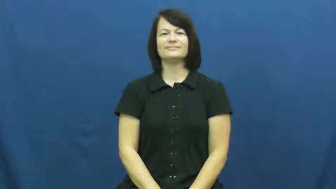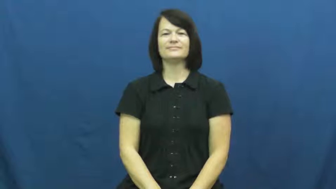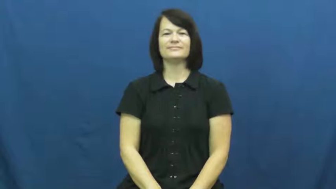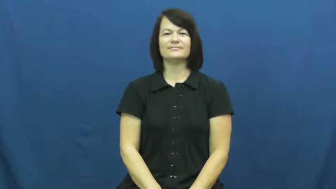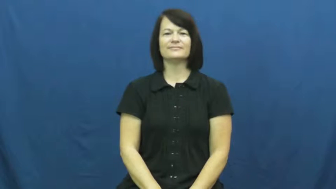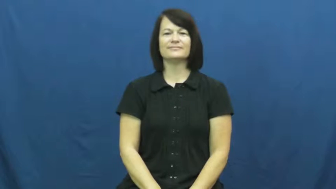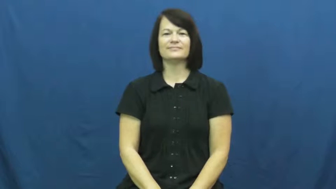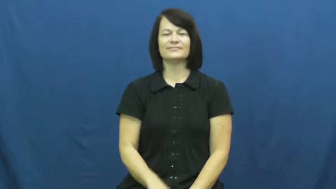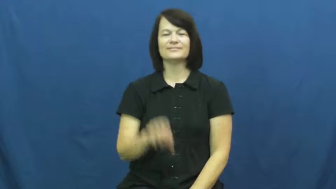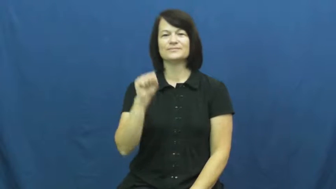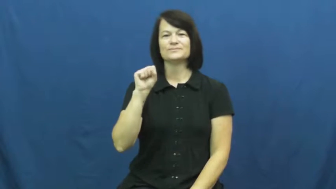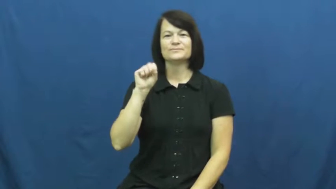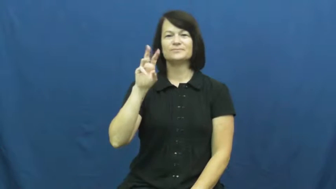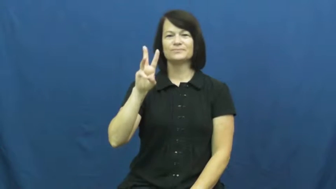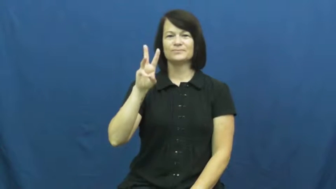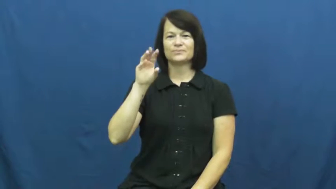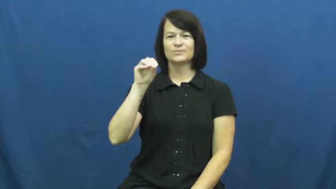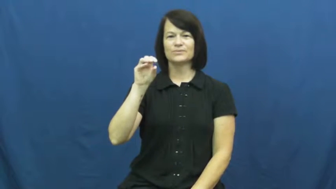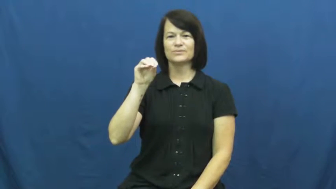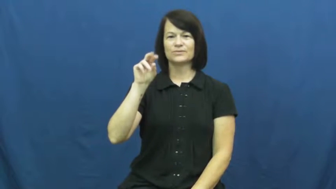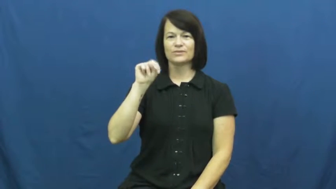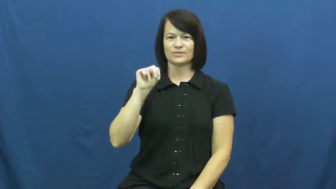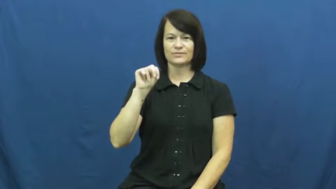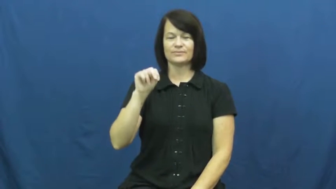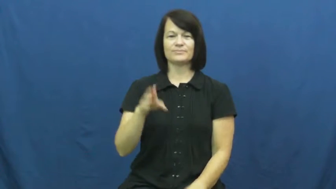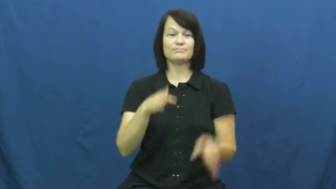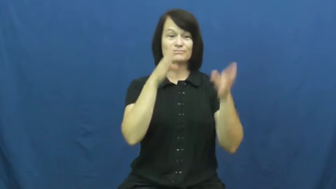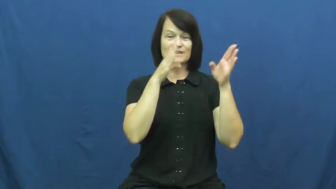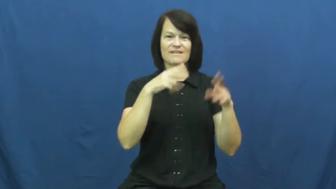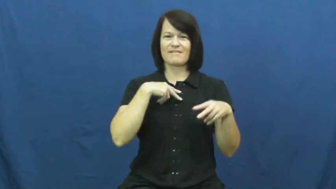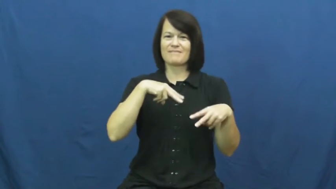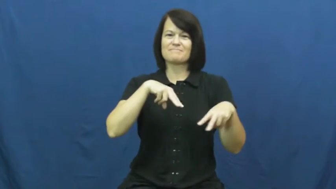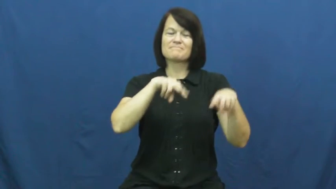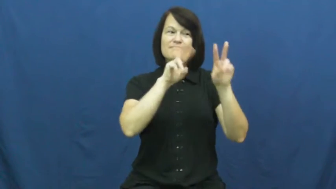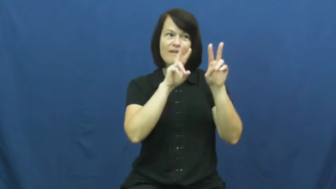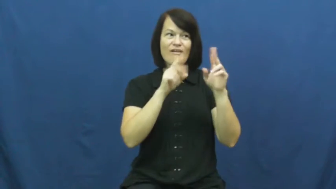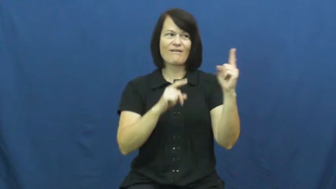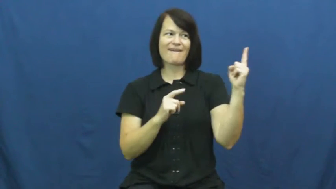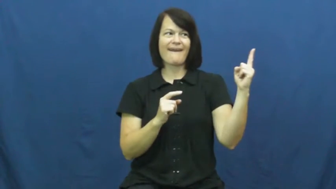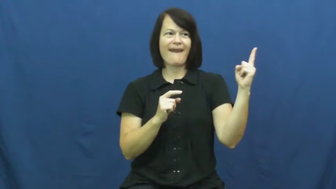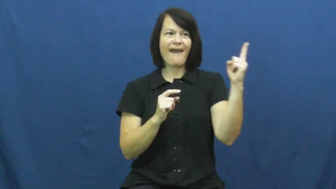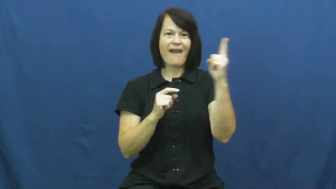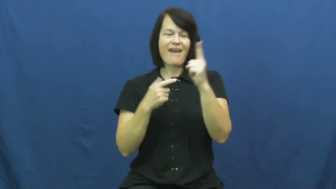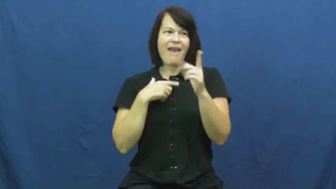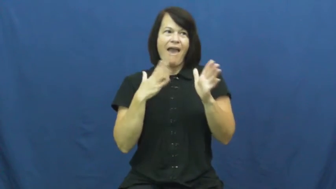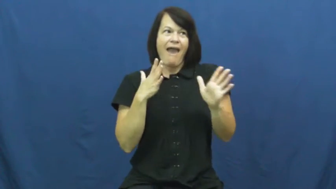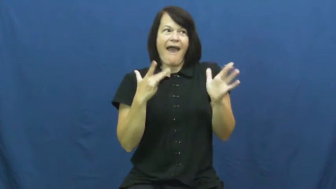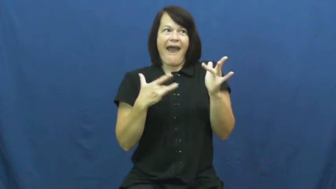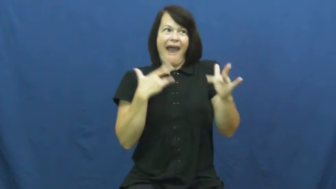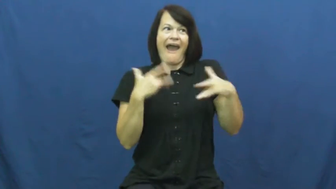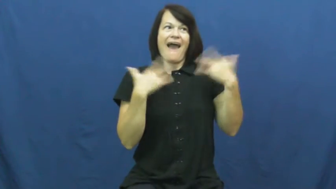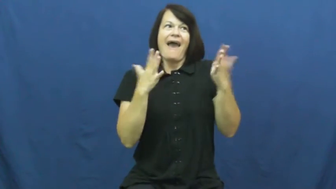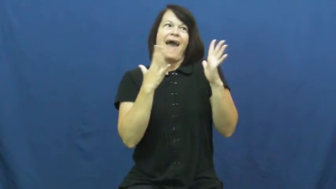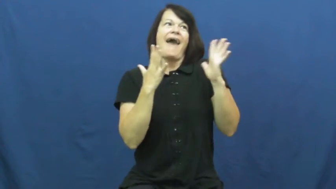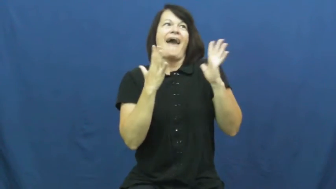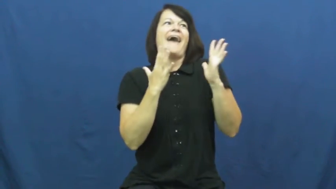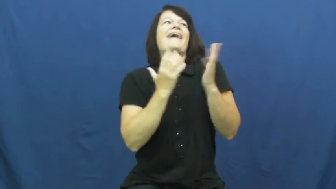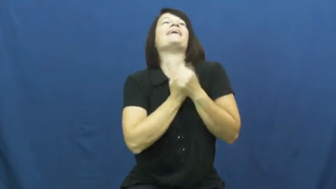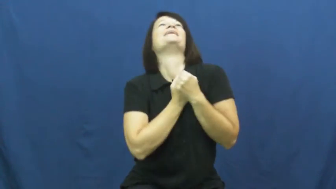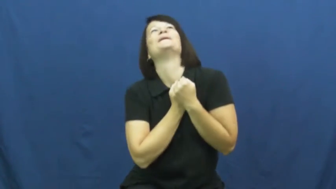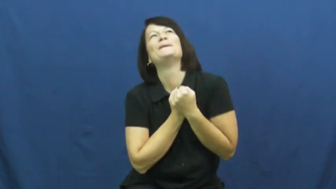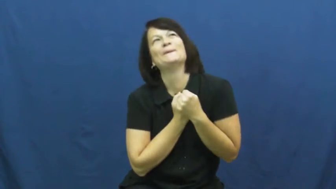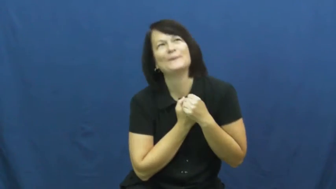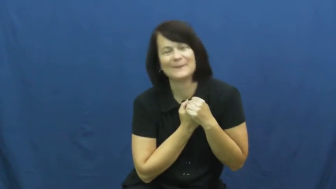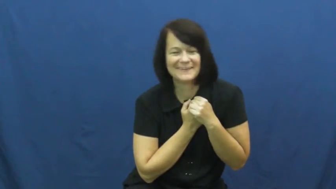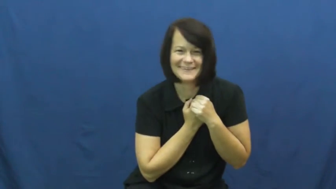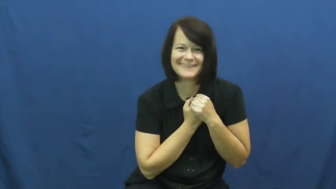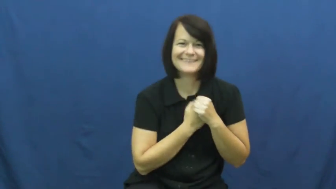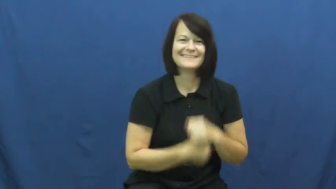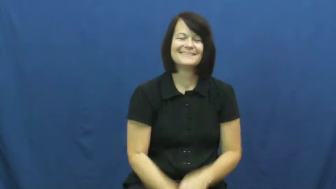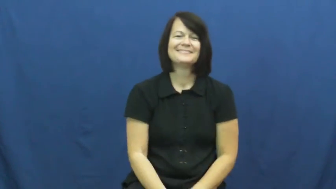swoon-excited